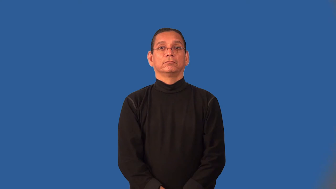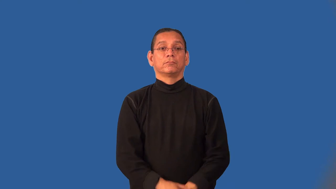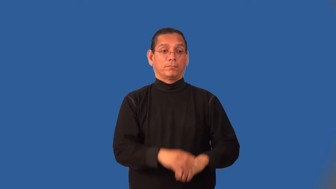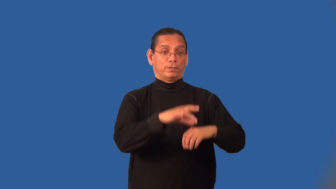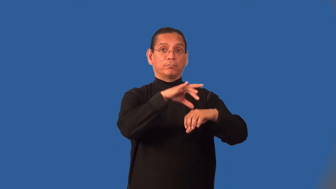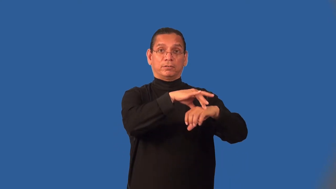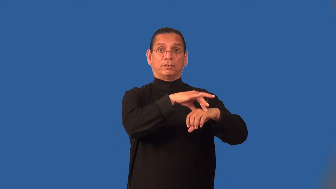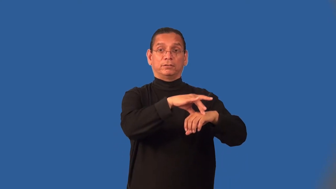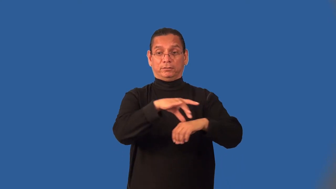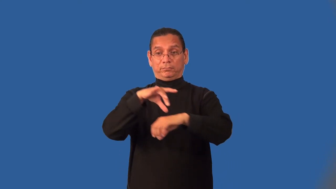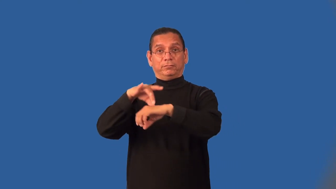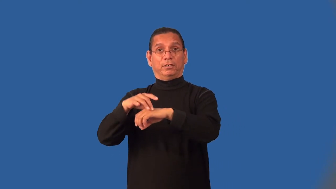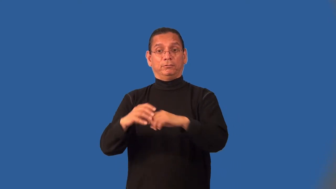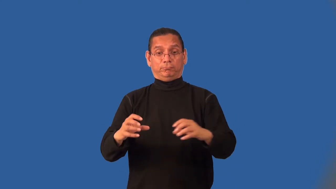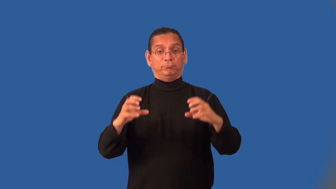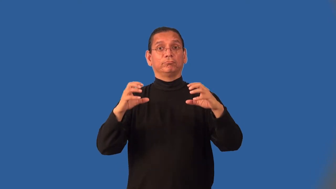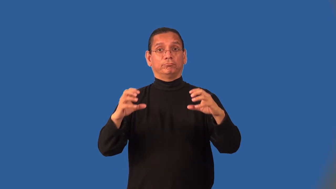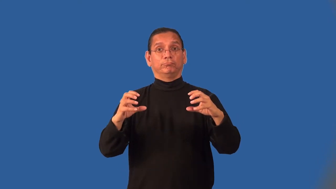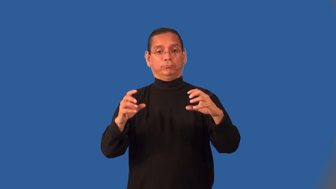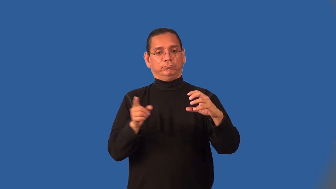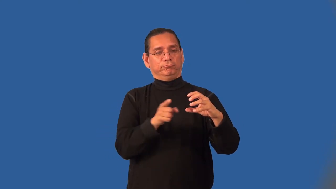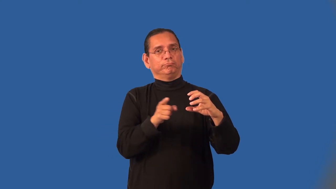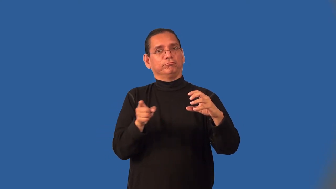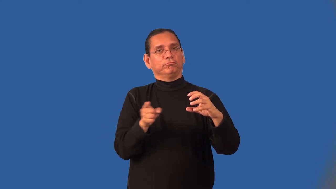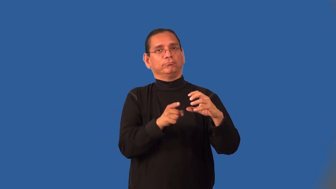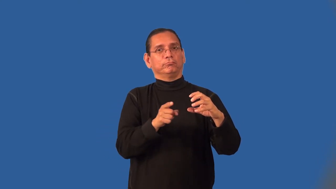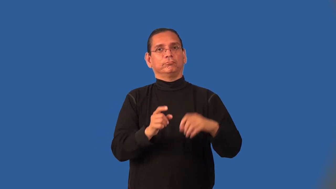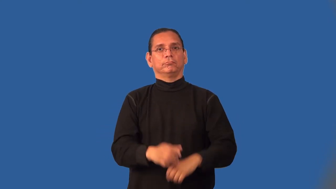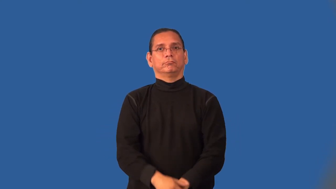interplanetary